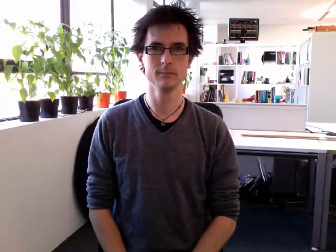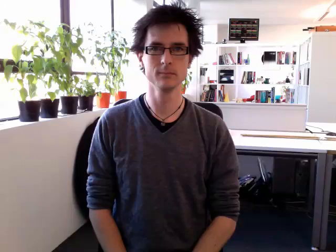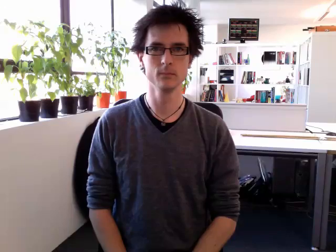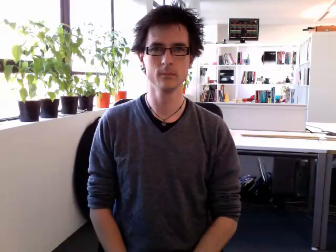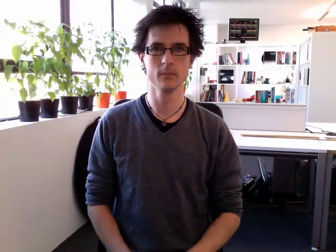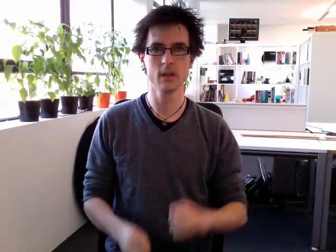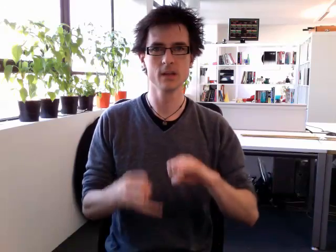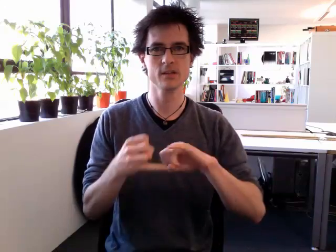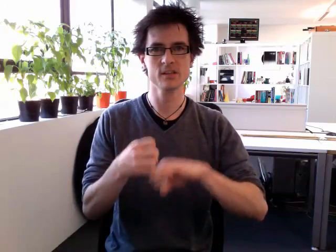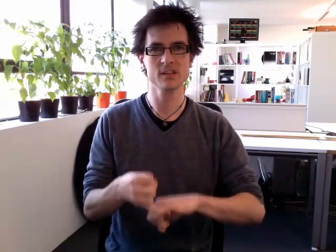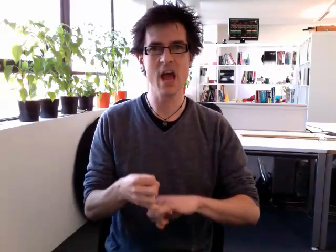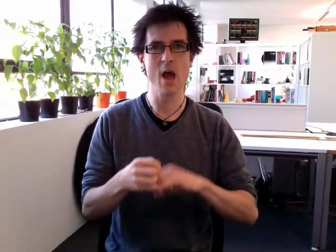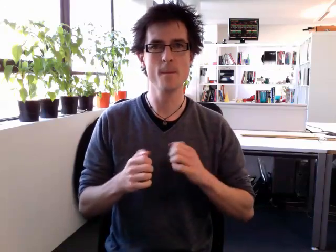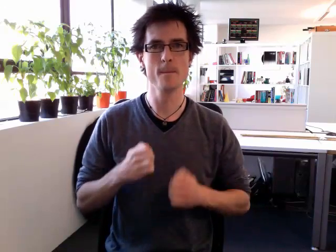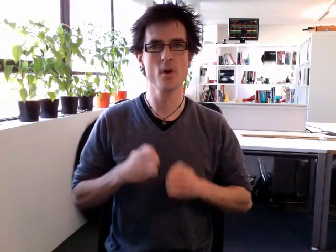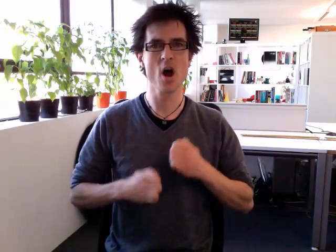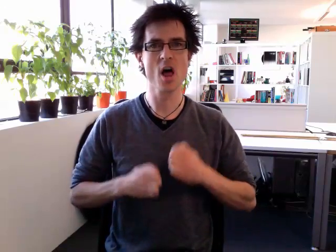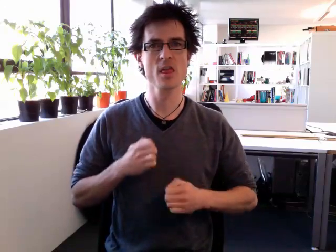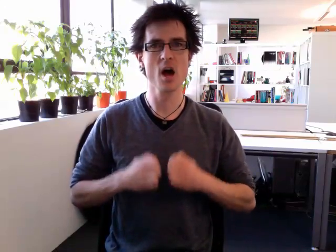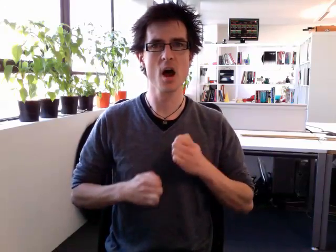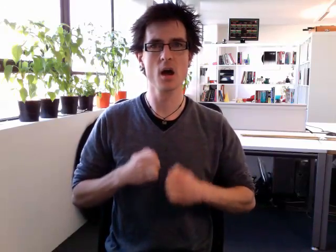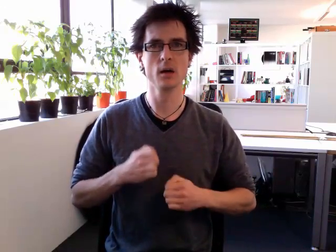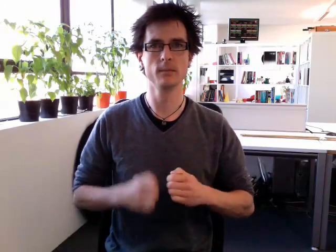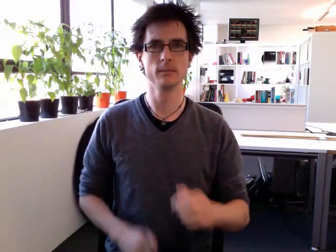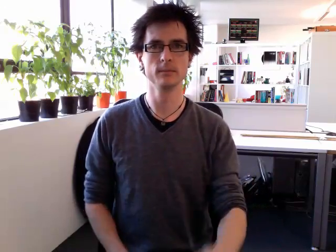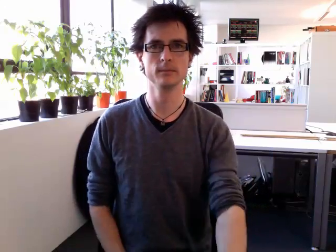stepbrother